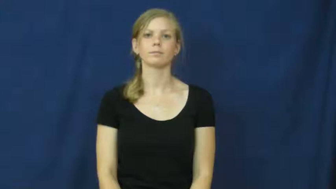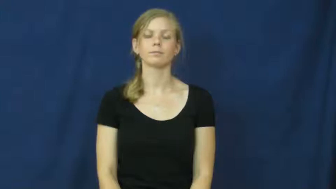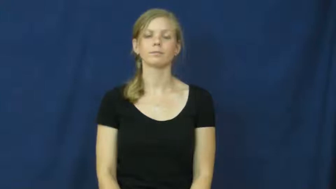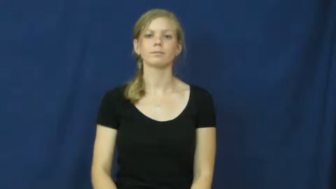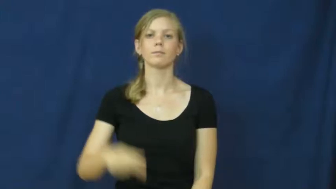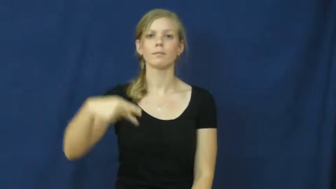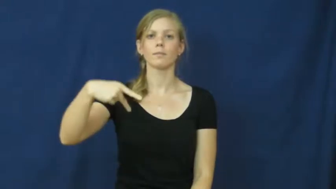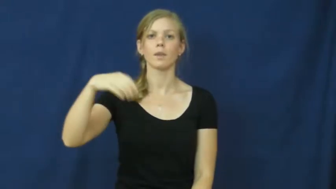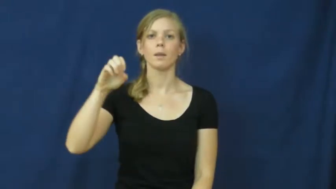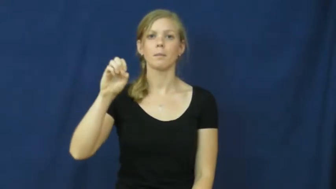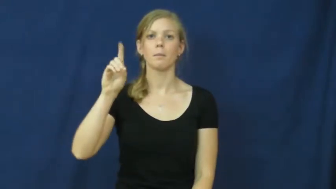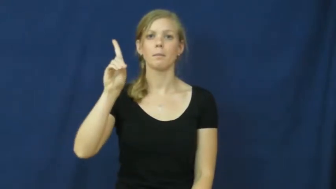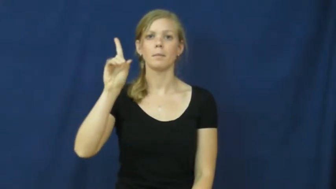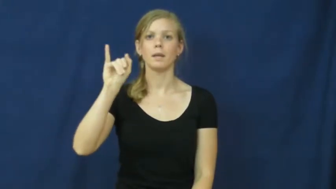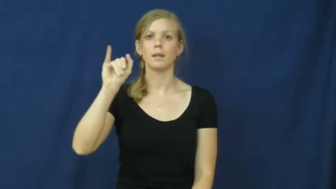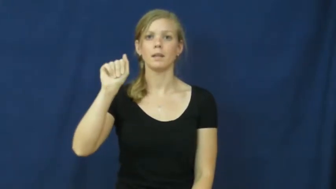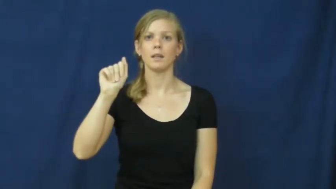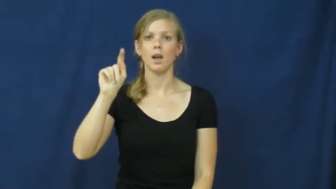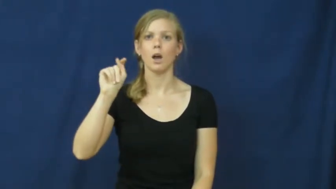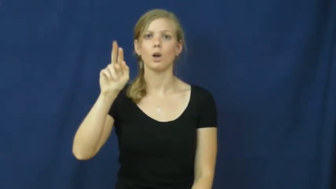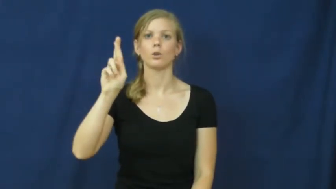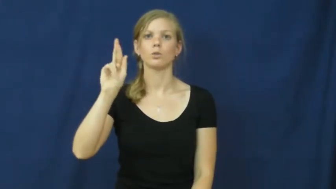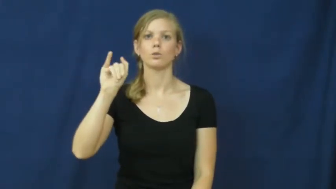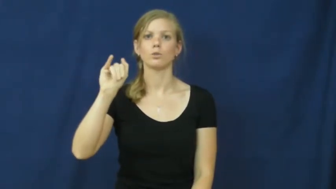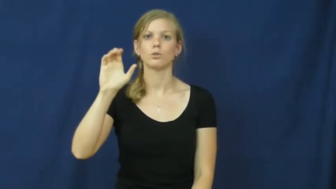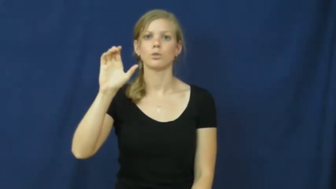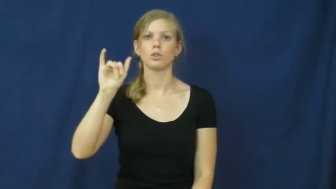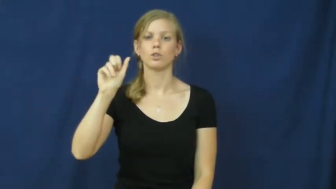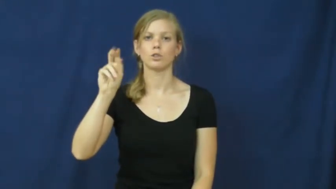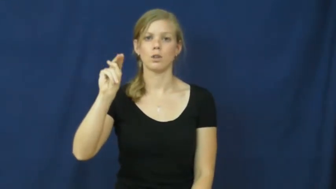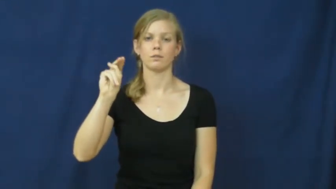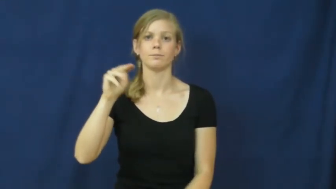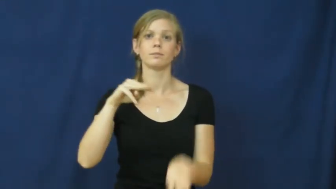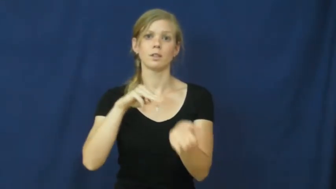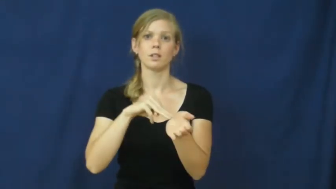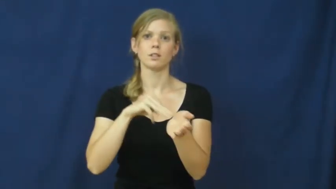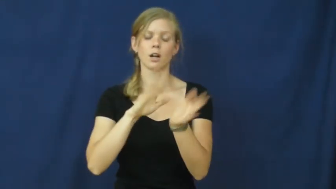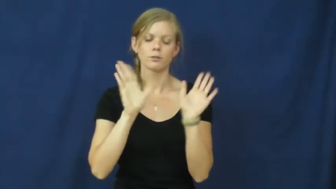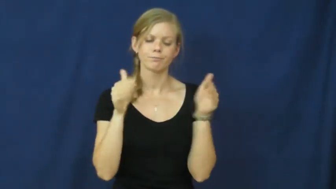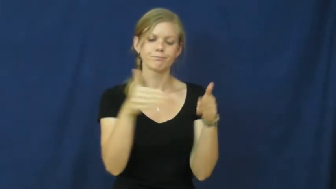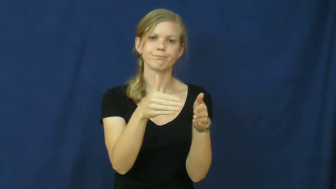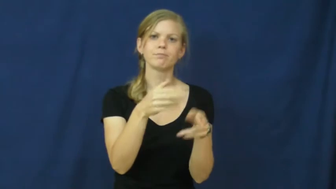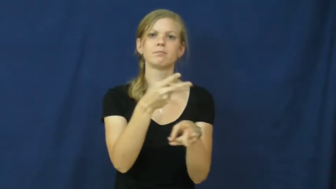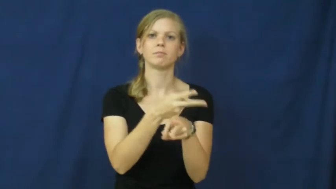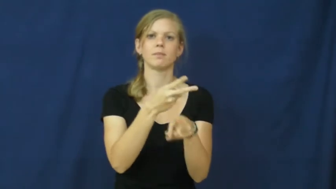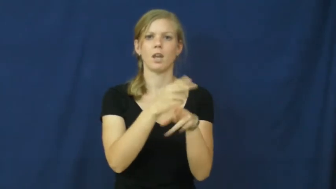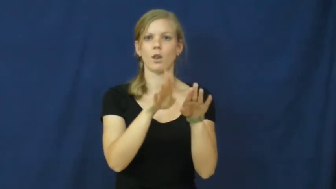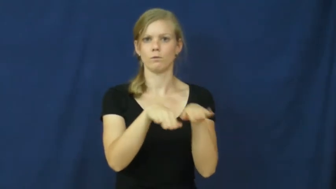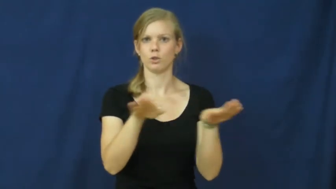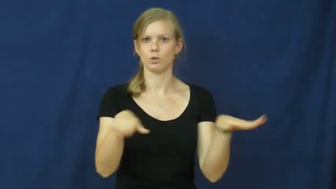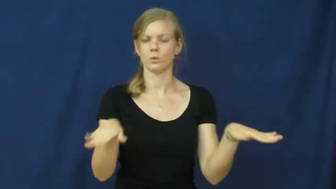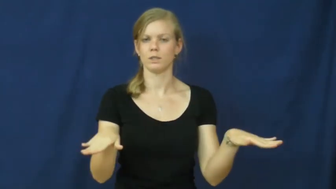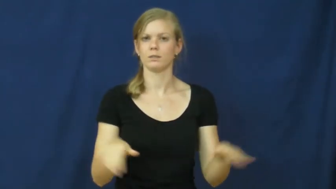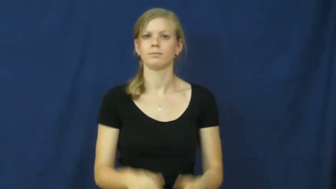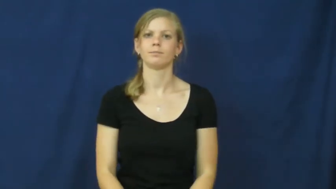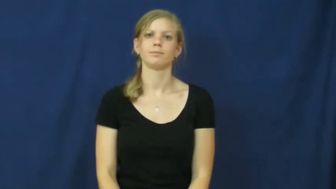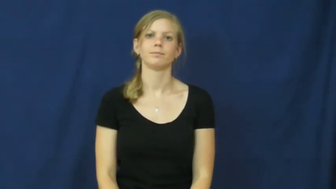pediatrician